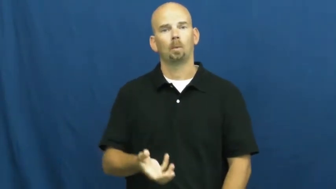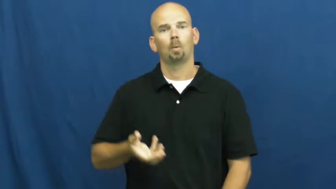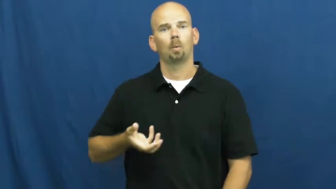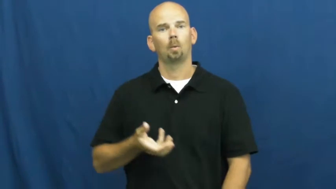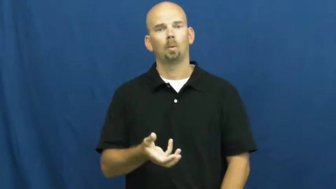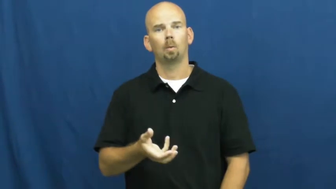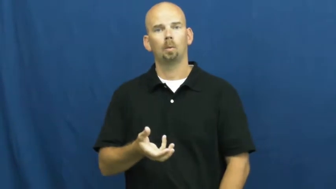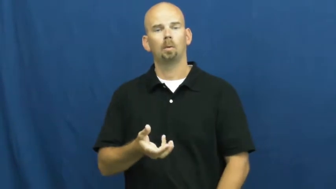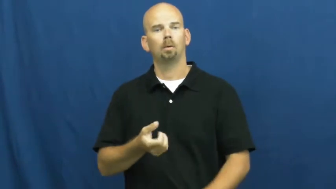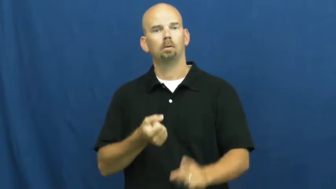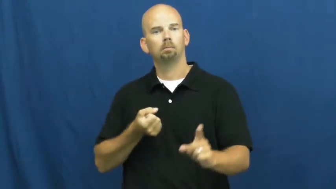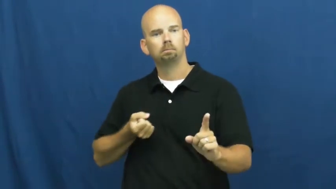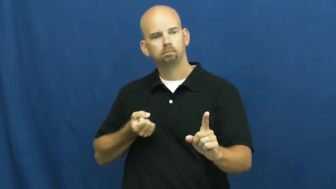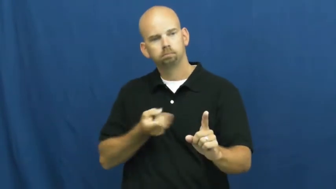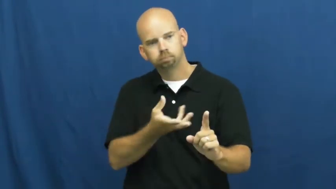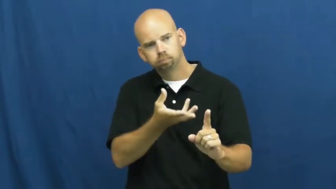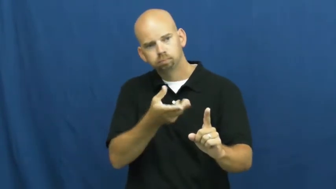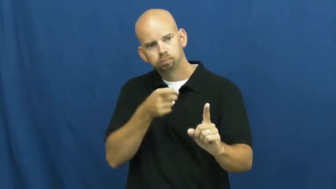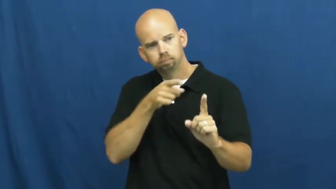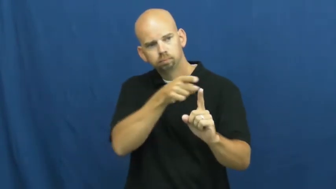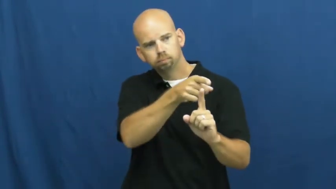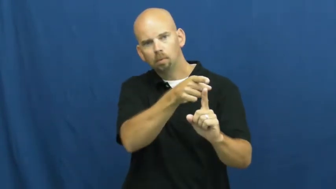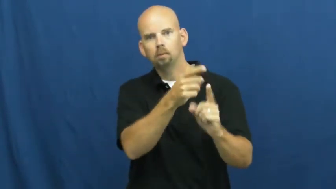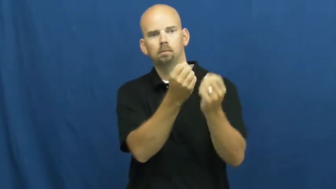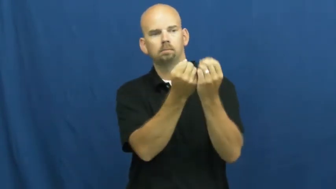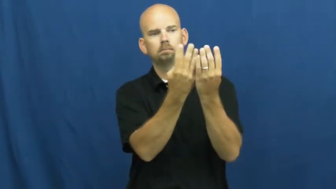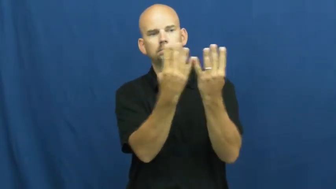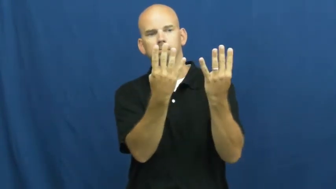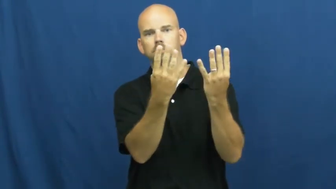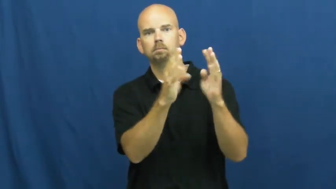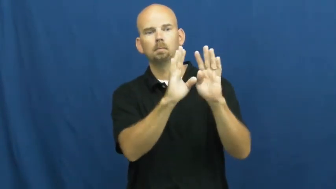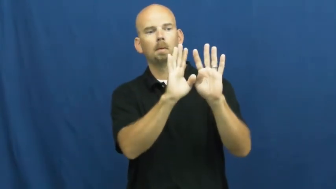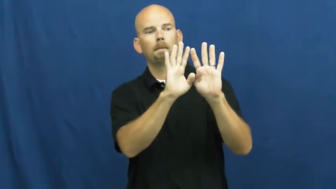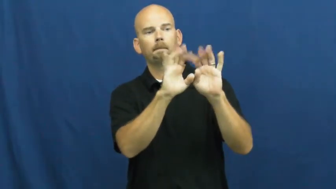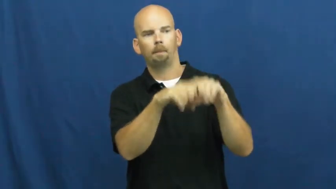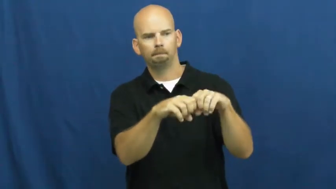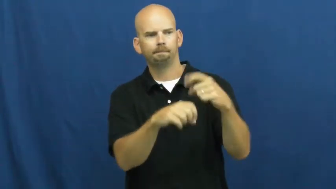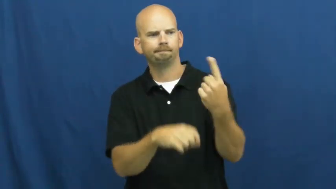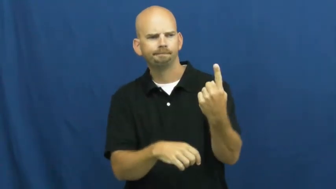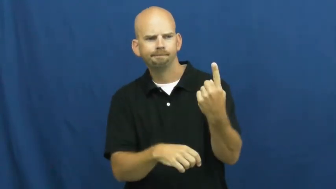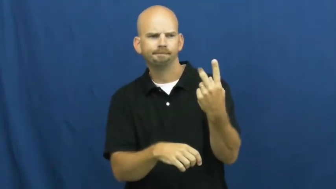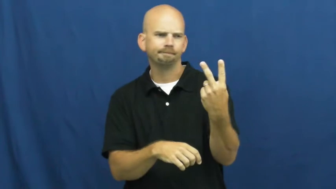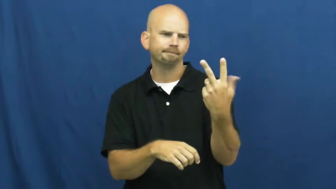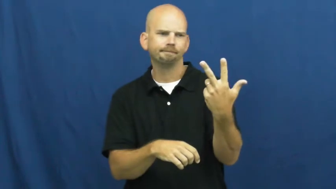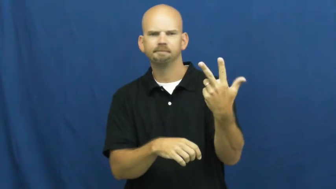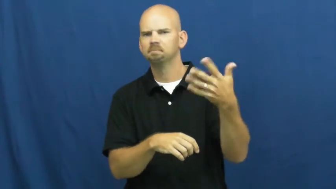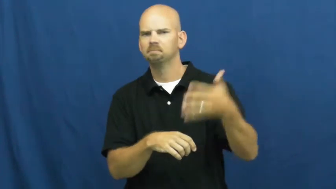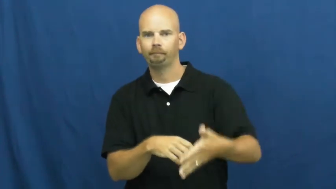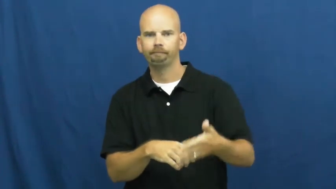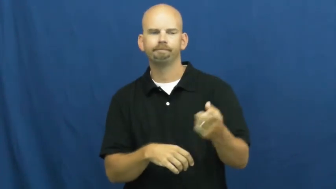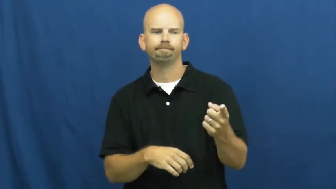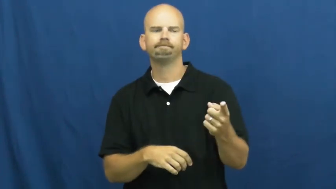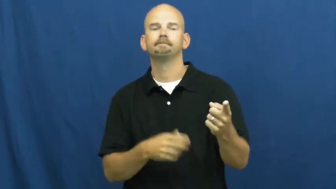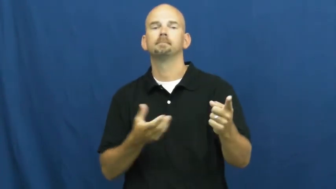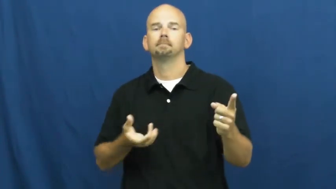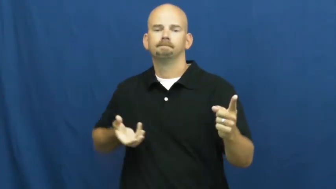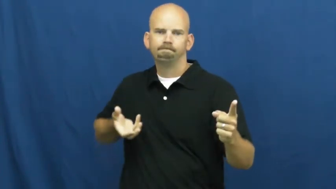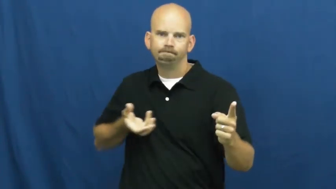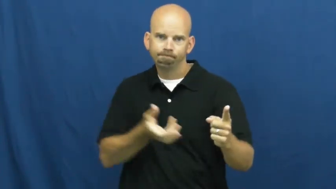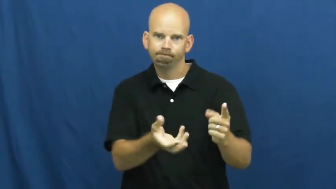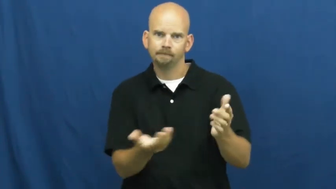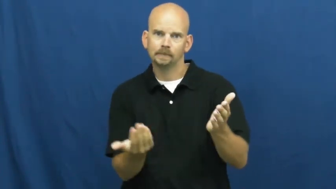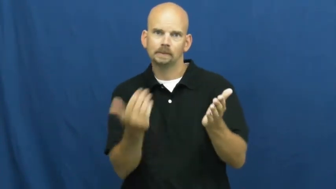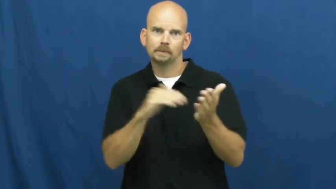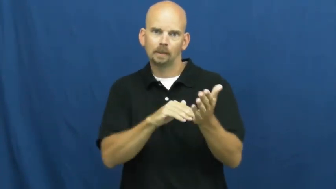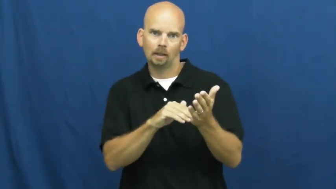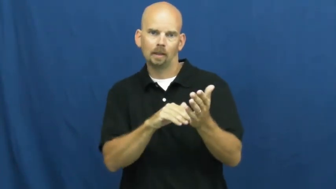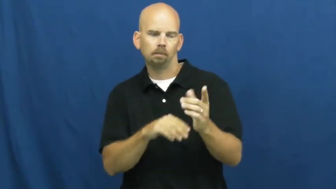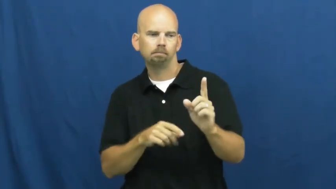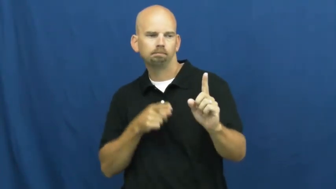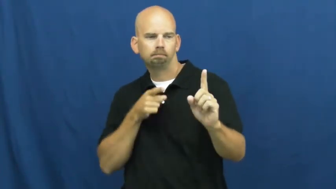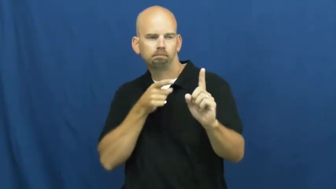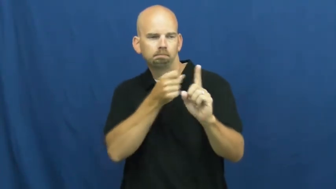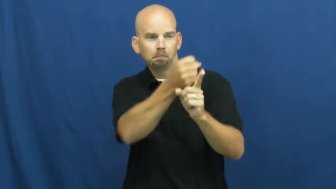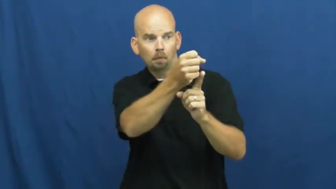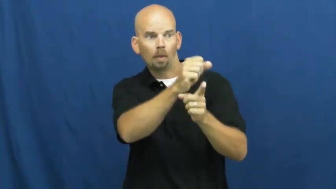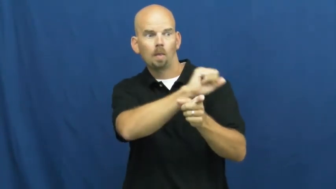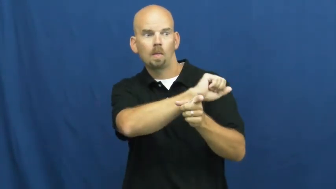spare-bowling